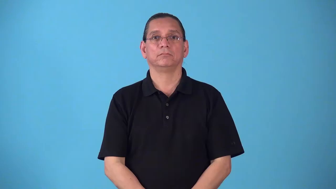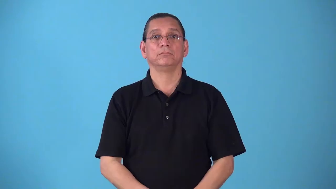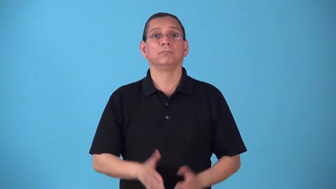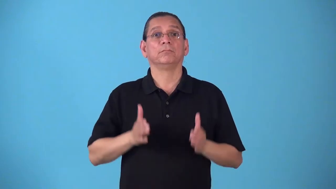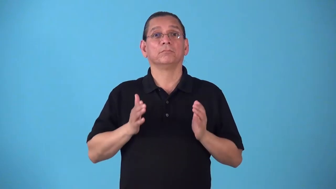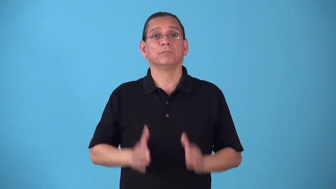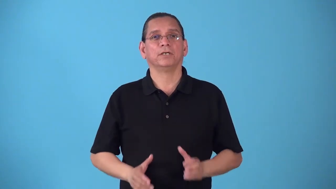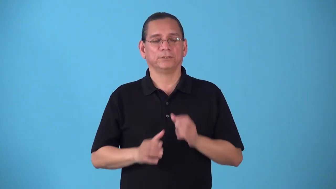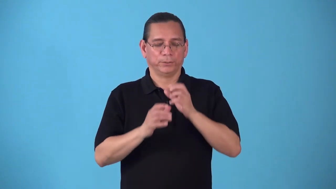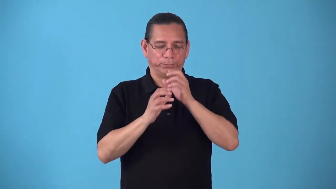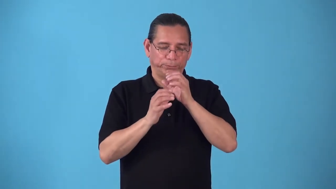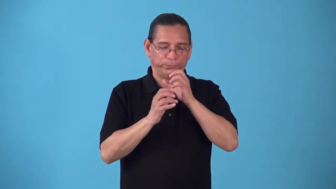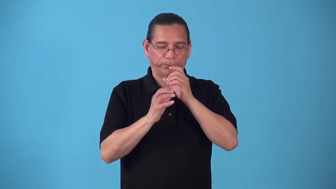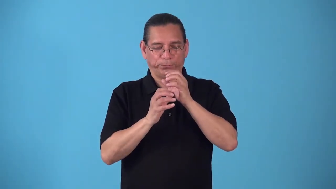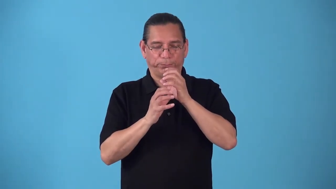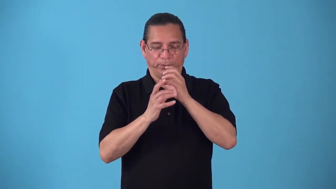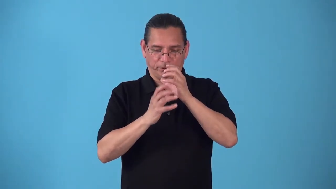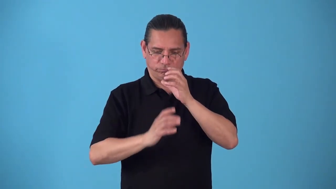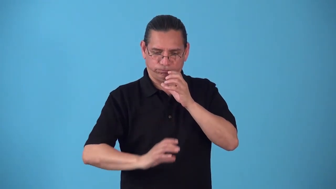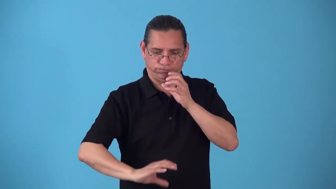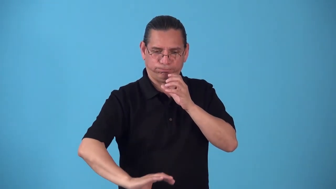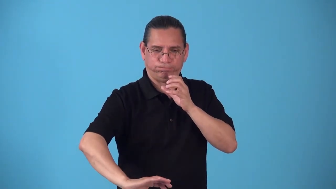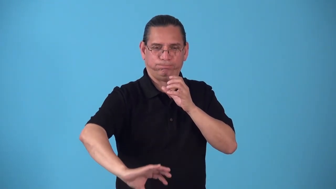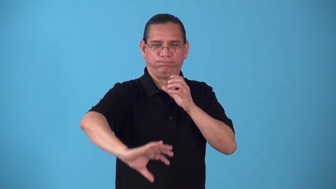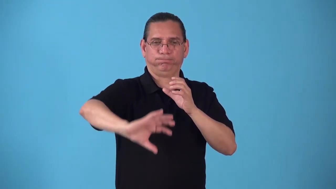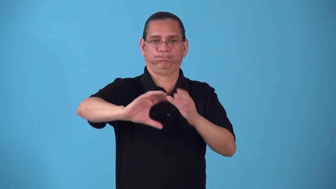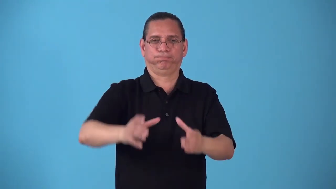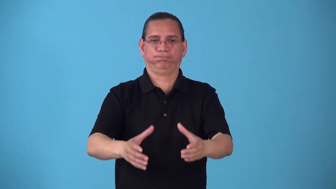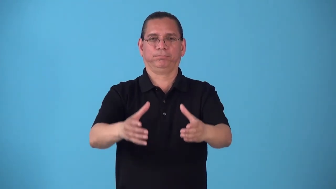saxaphonist